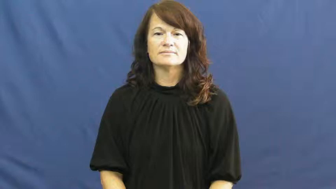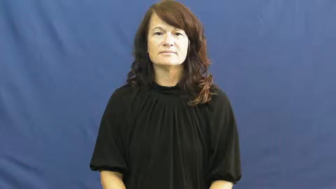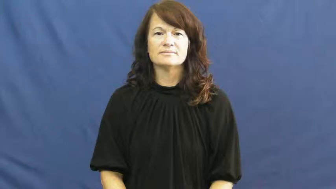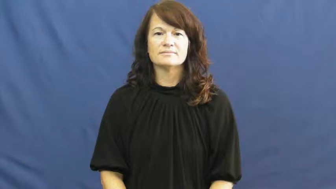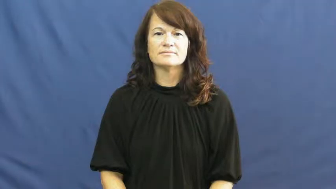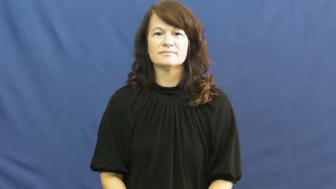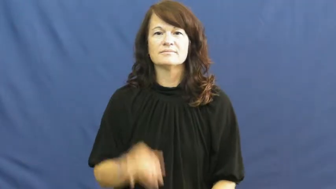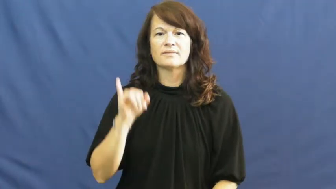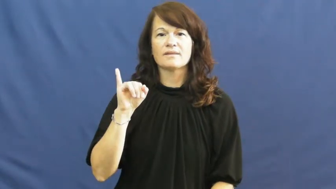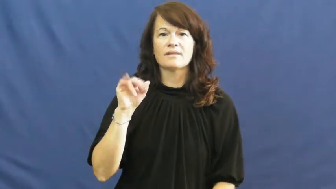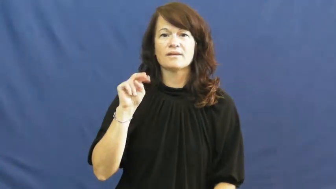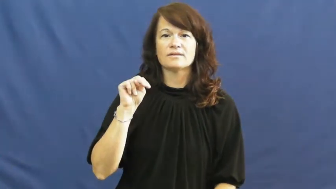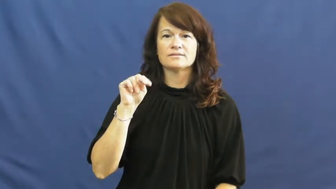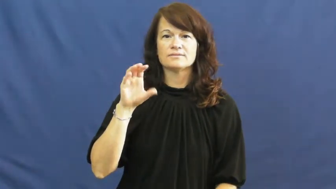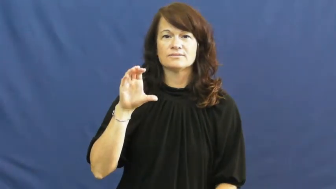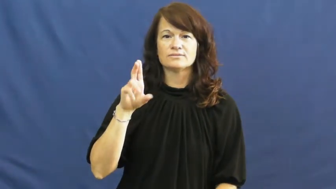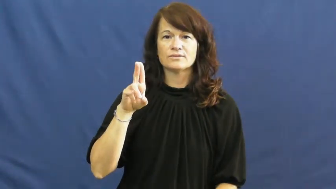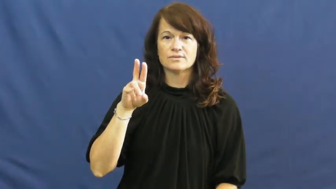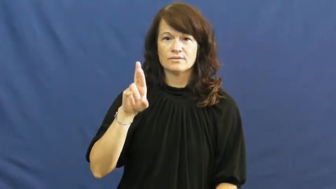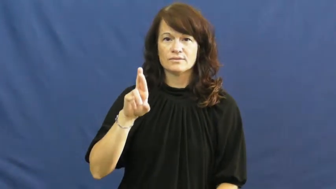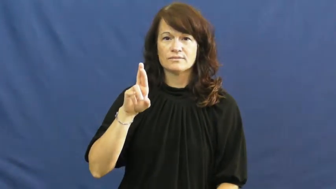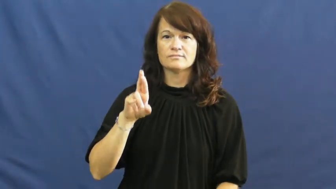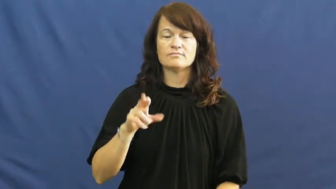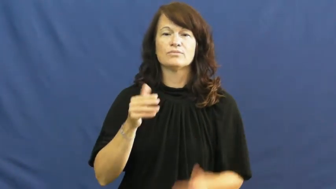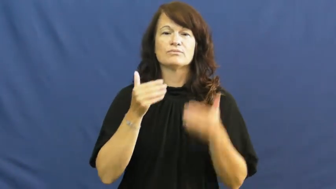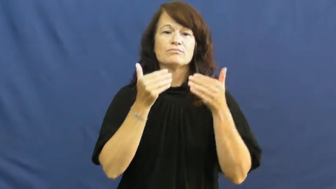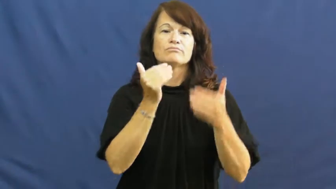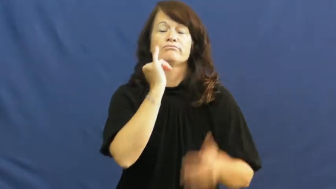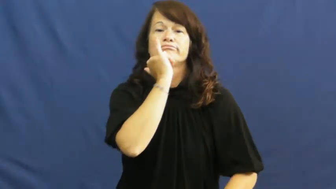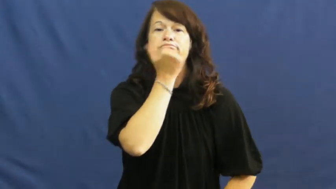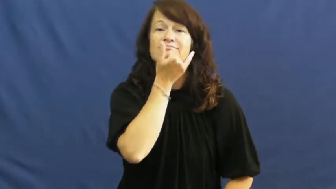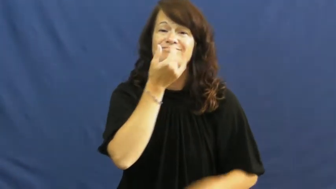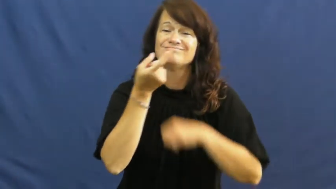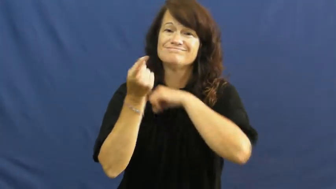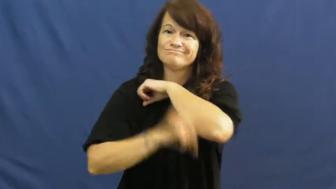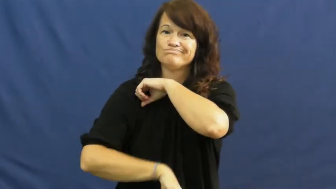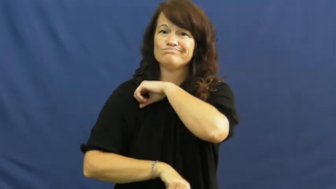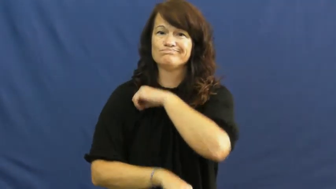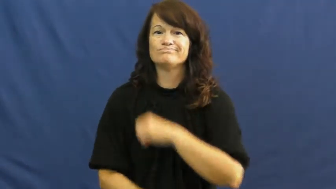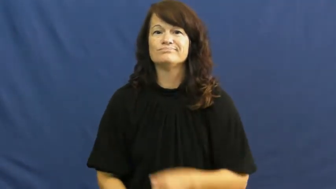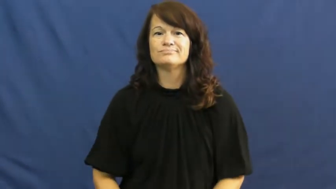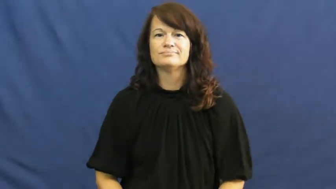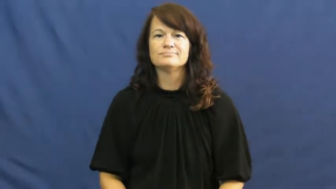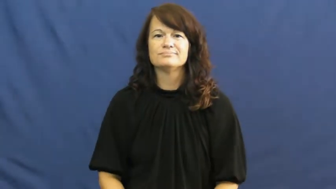incur-punishment